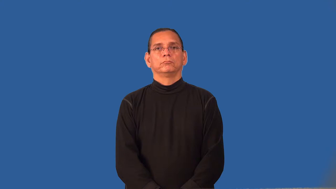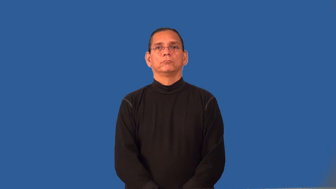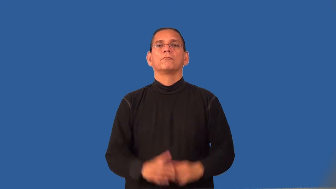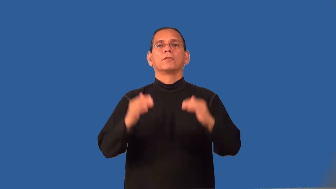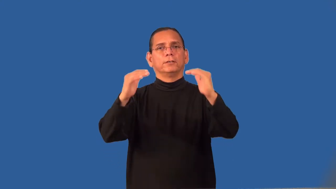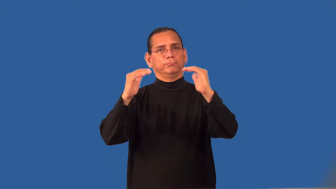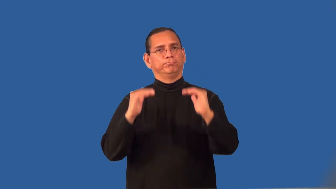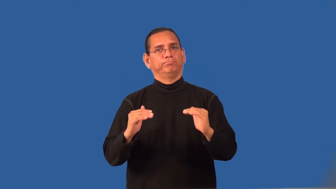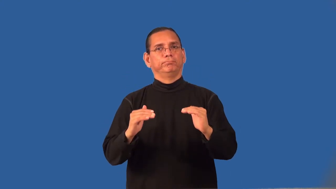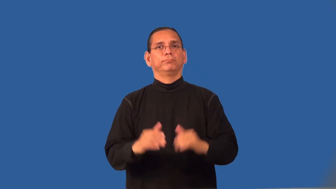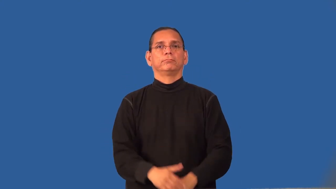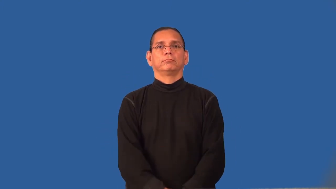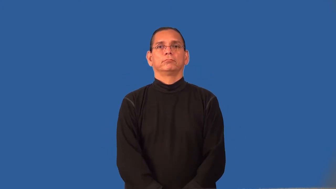relegate